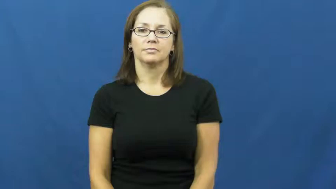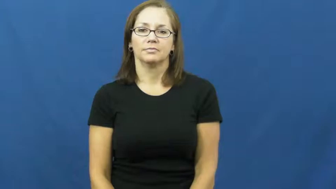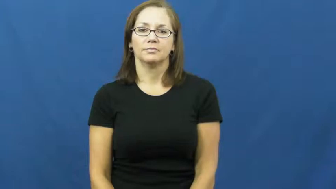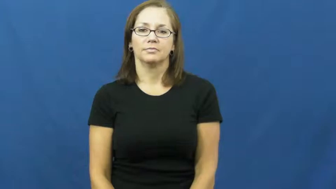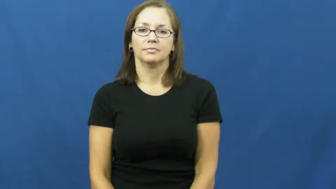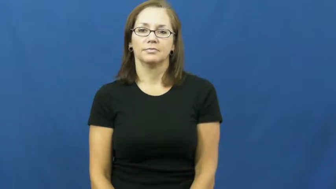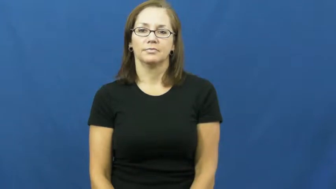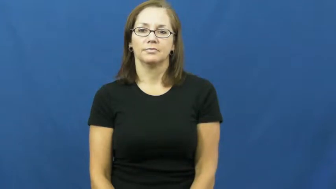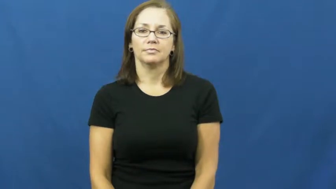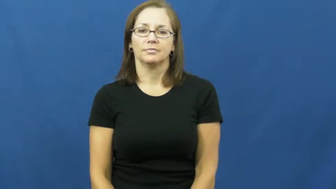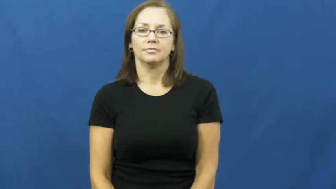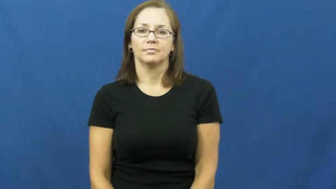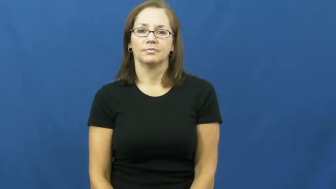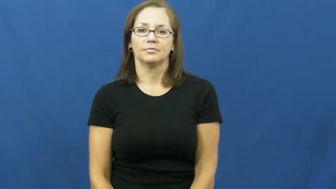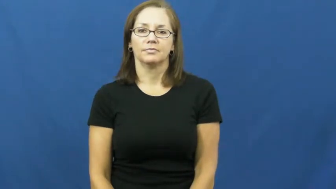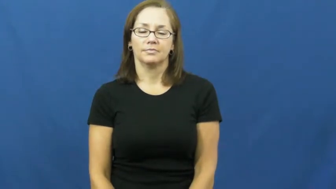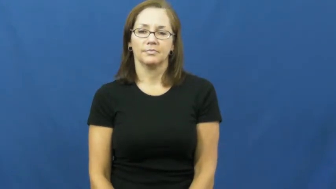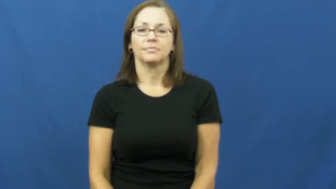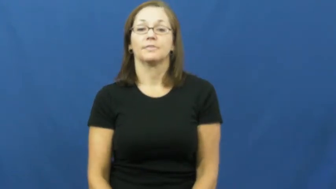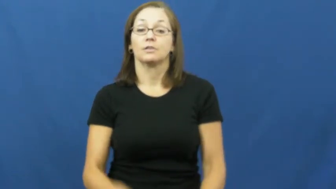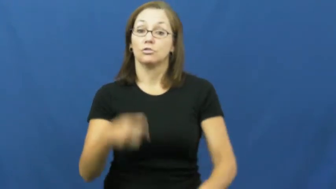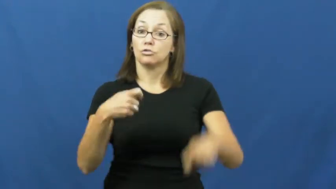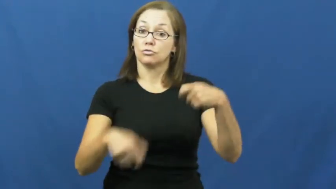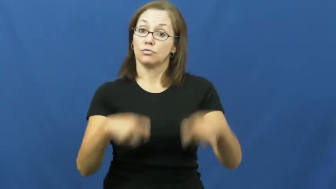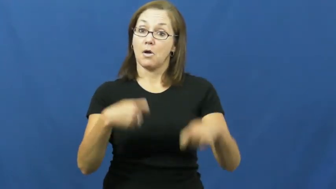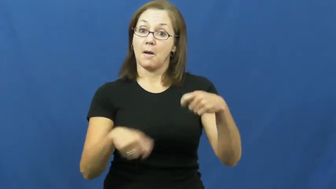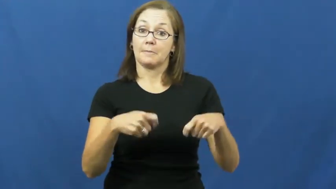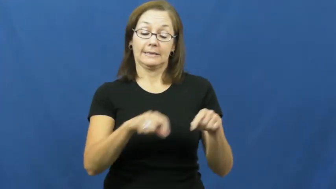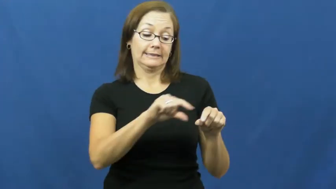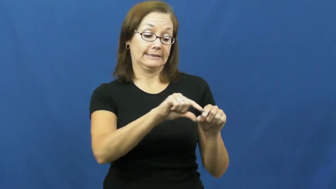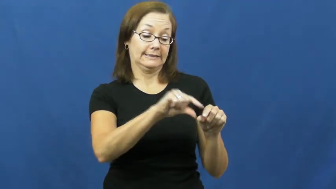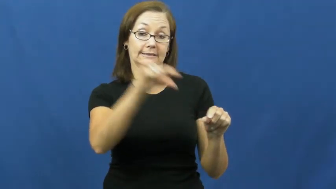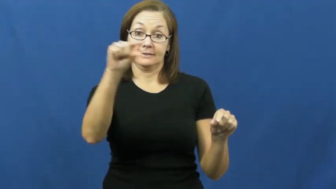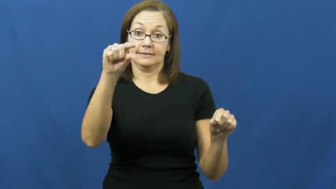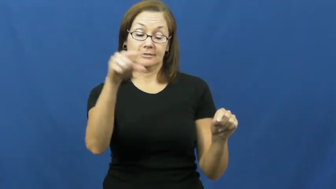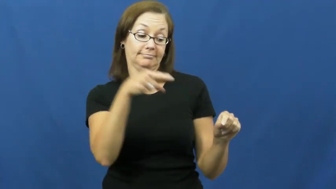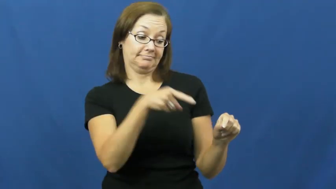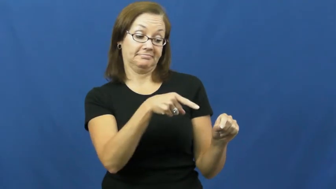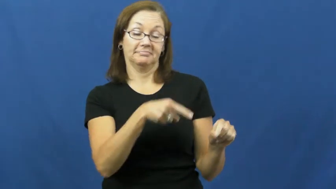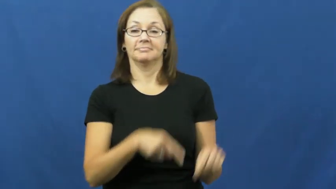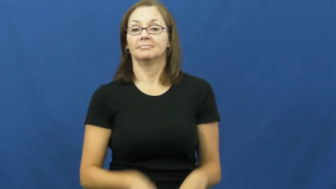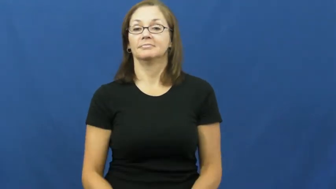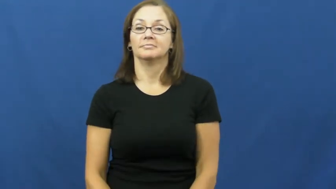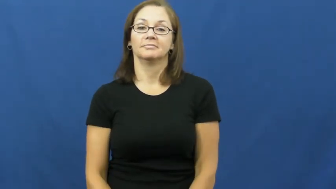drumstick-drum